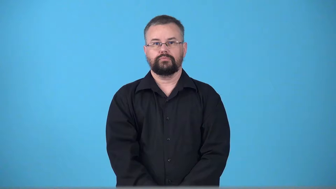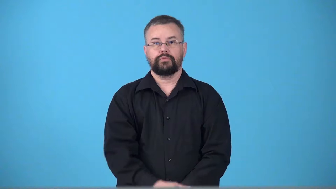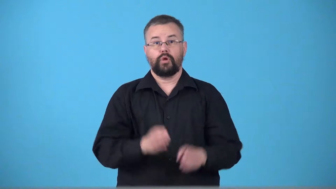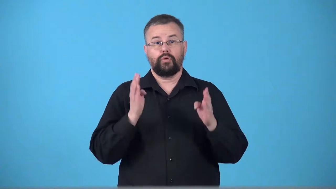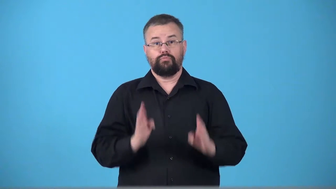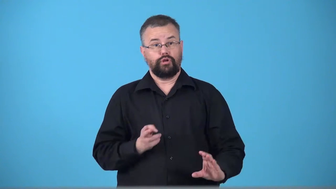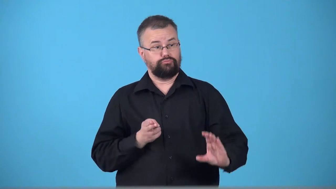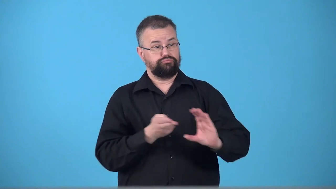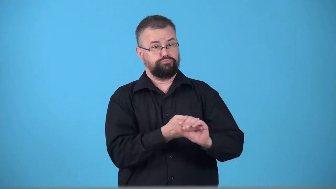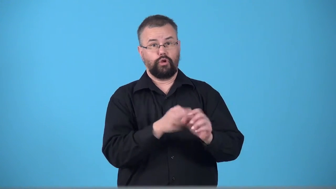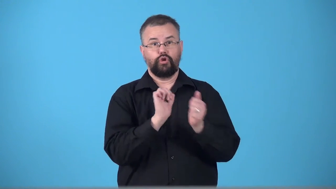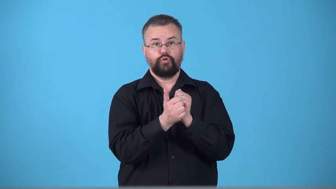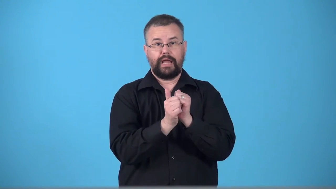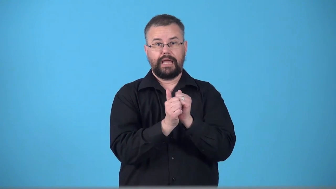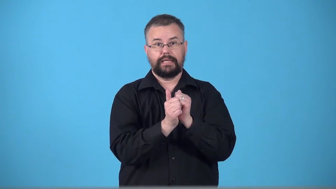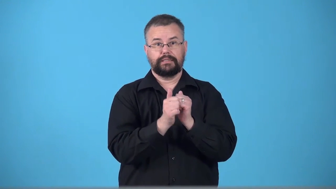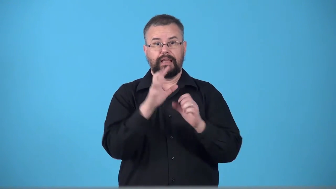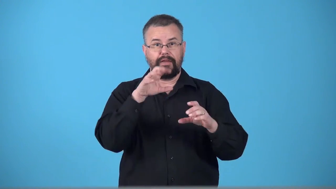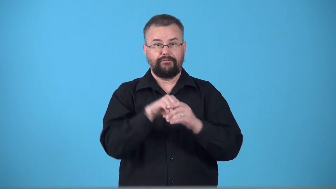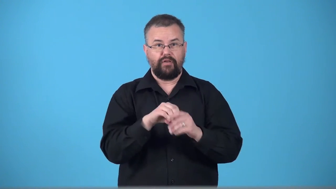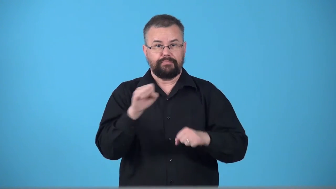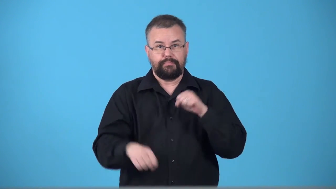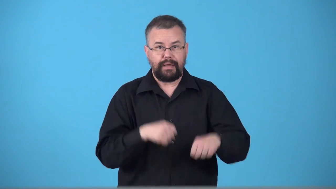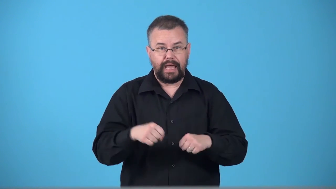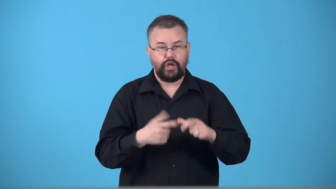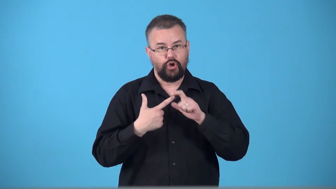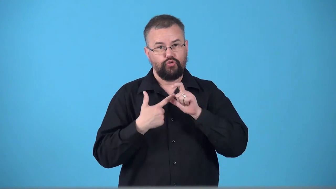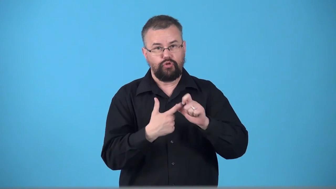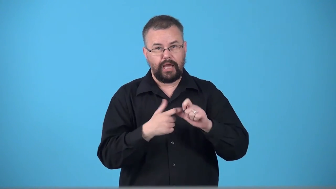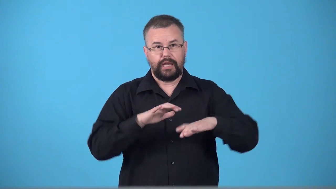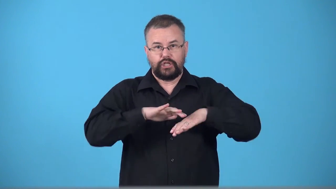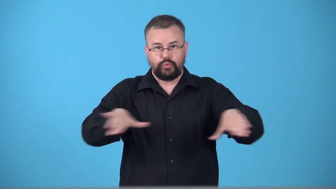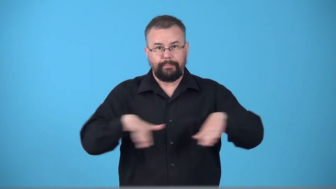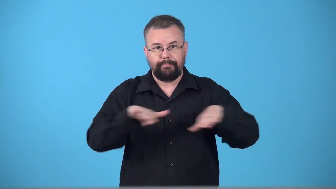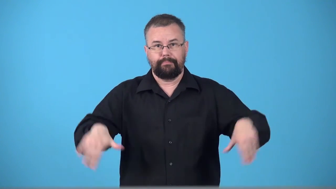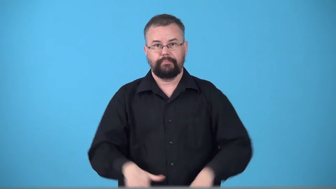triathlete